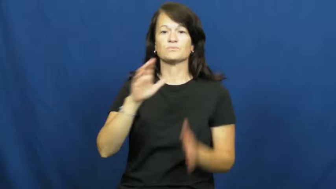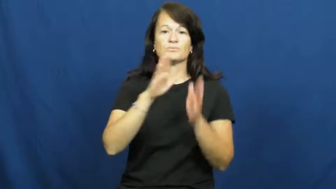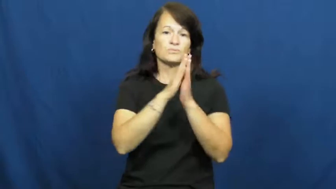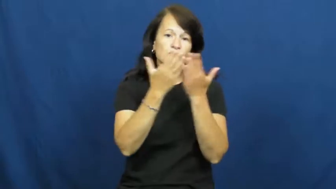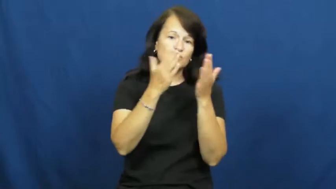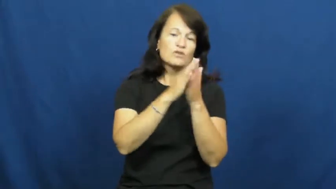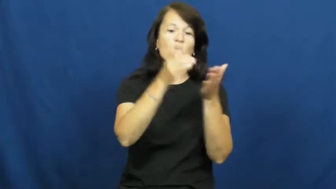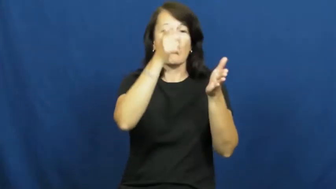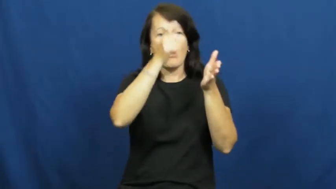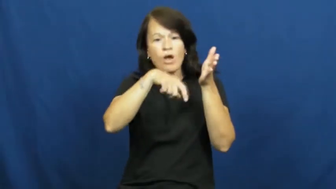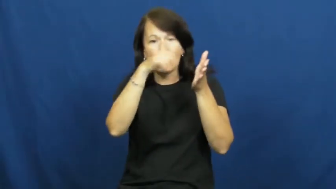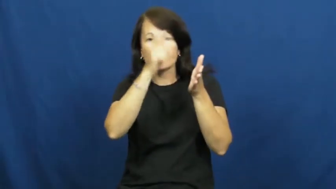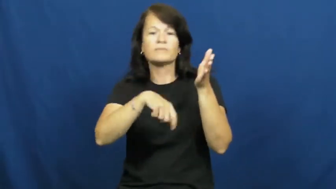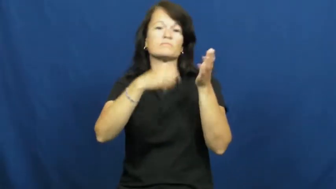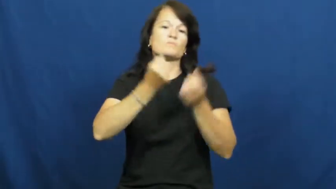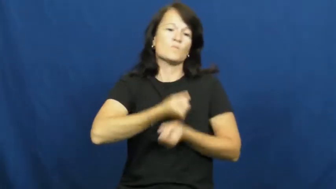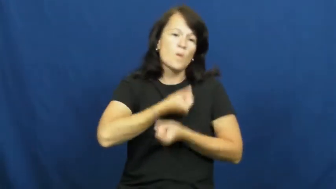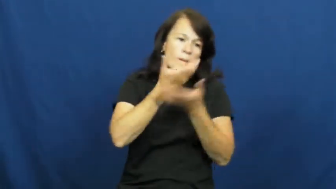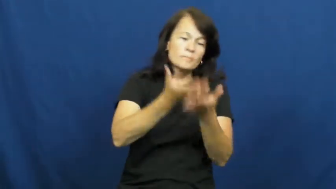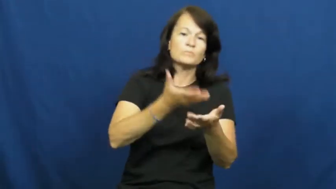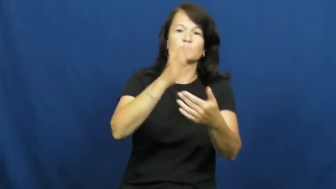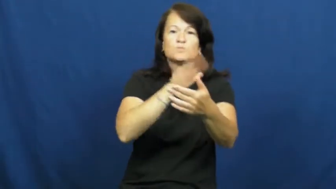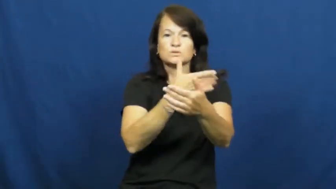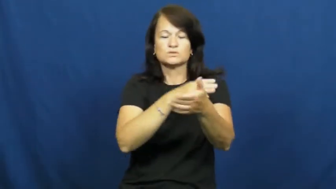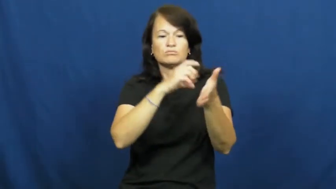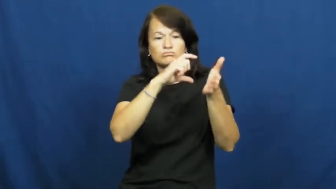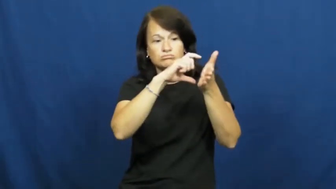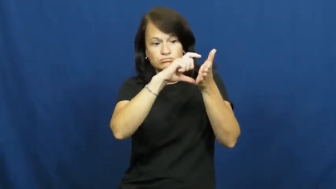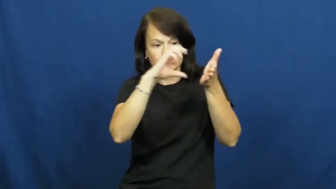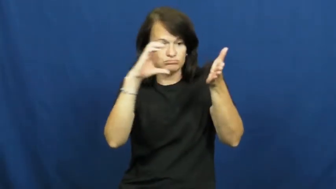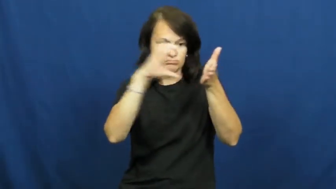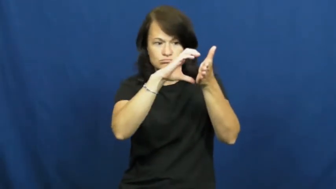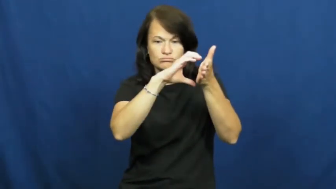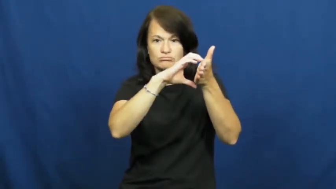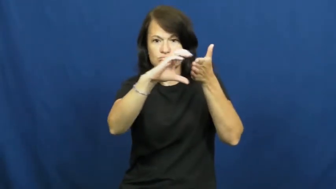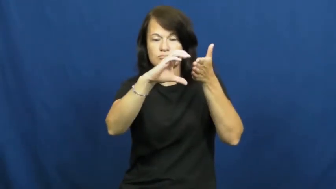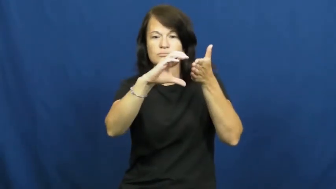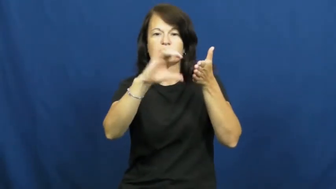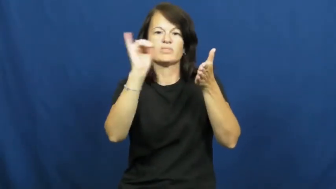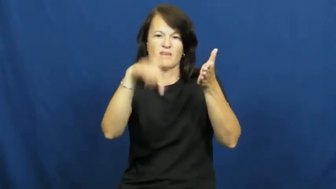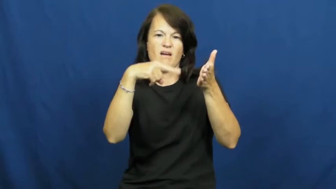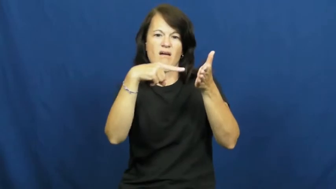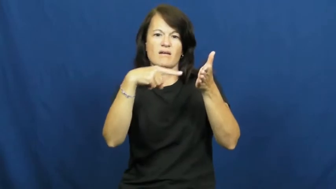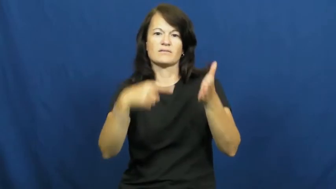text-passage